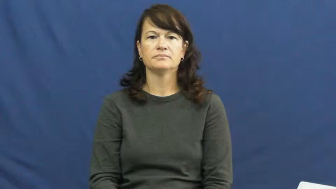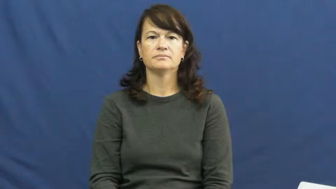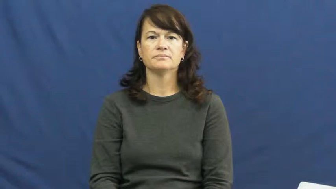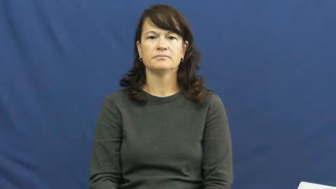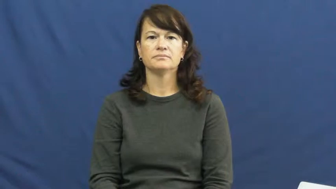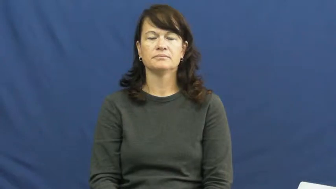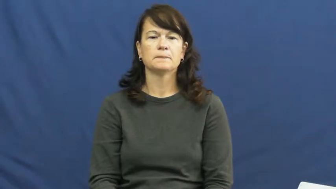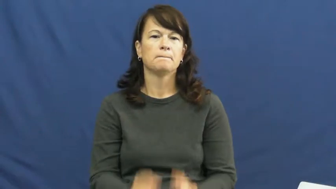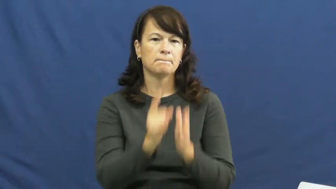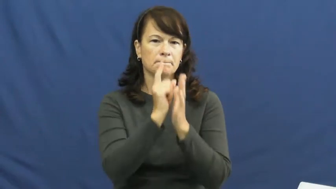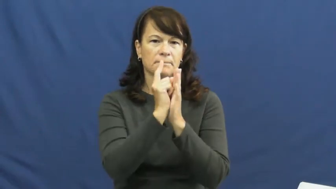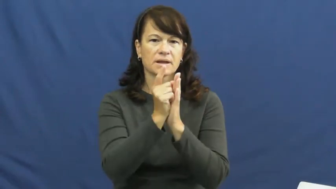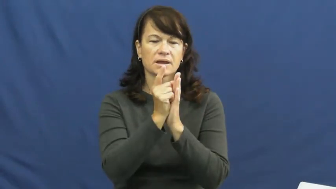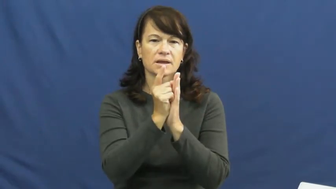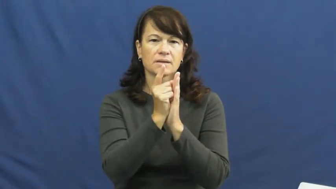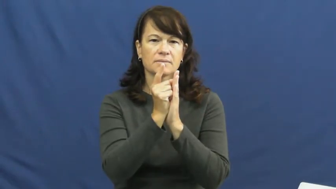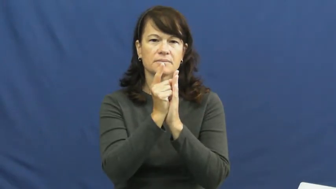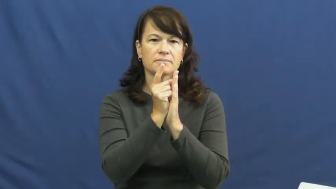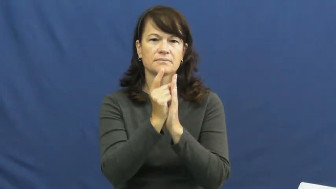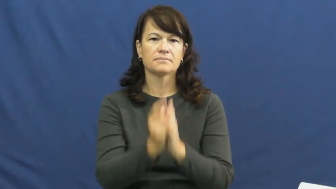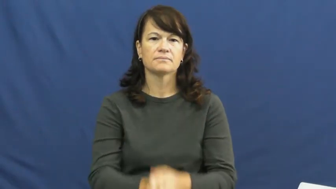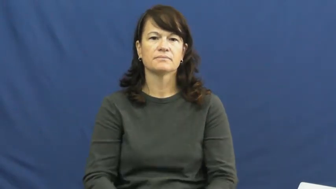minute-clock